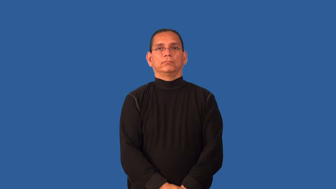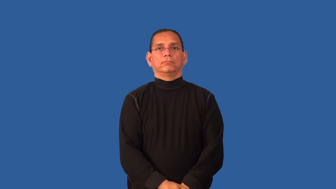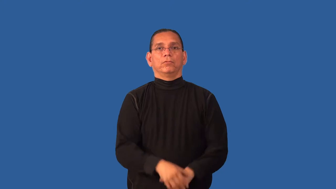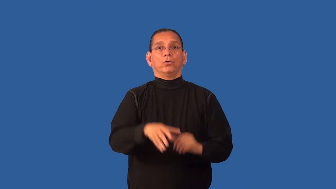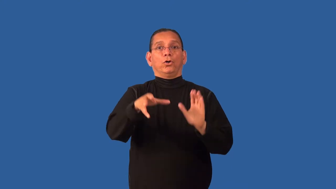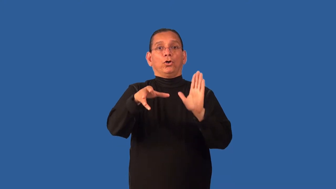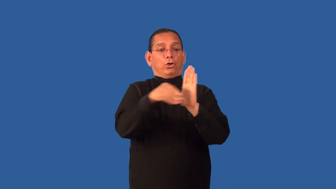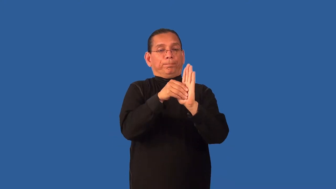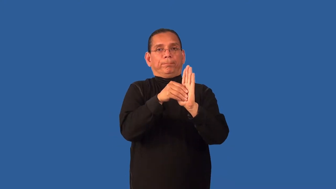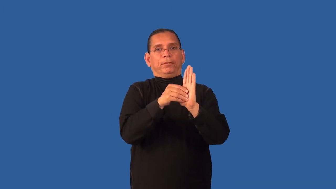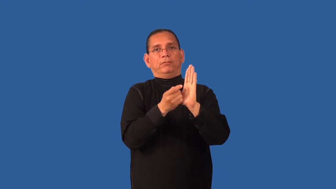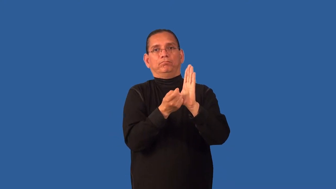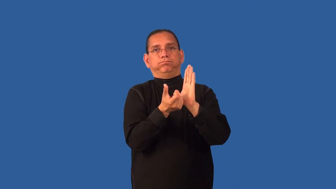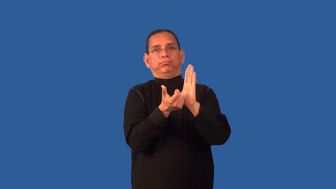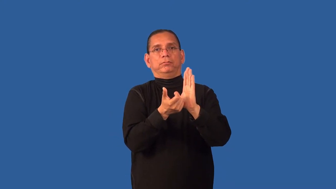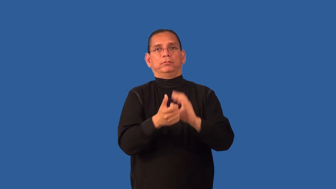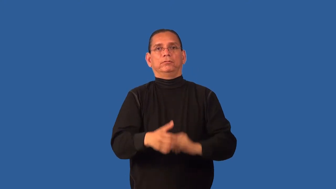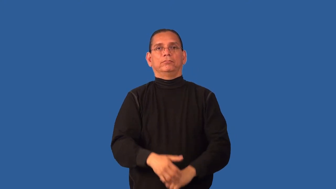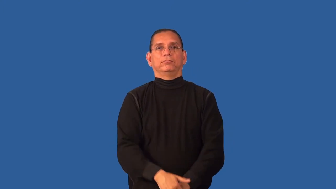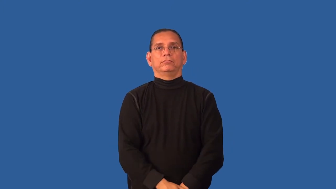demagnetize